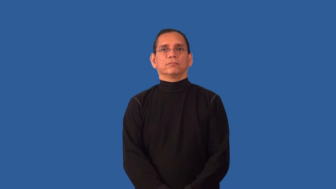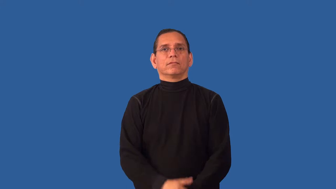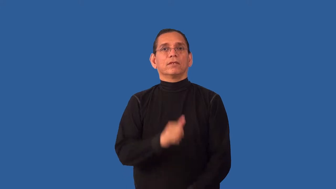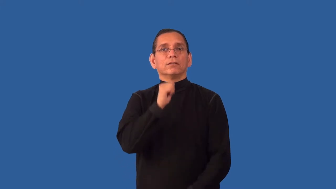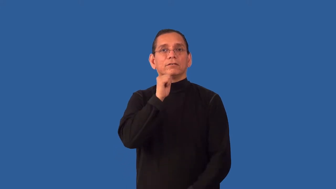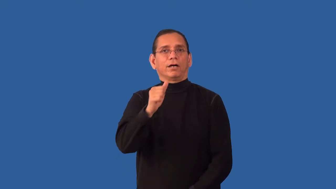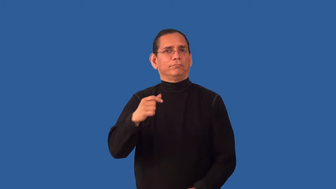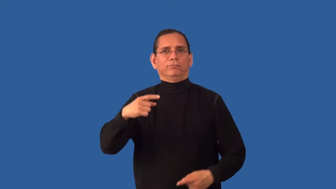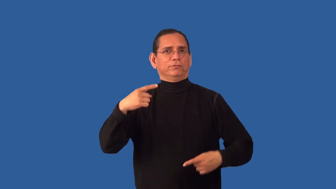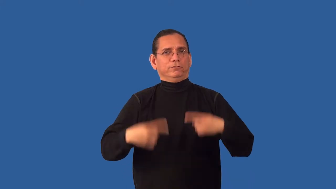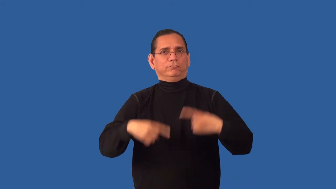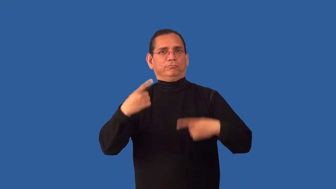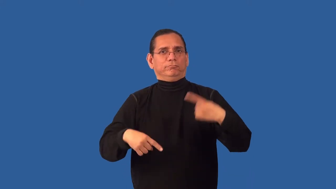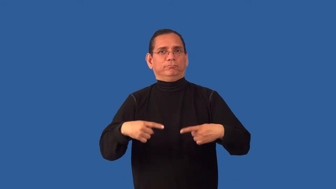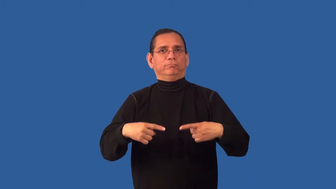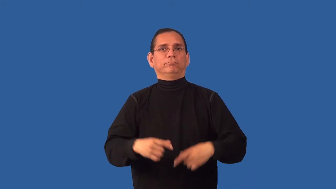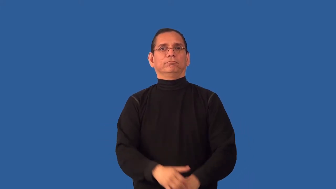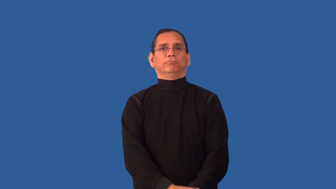uncontroversial